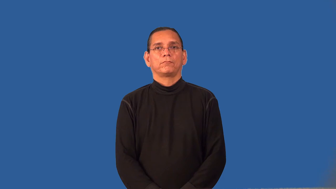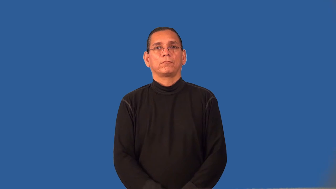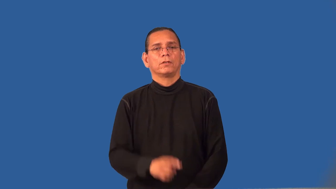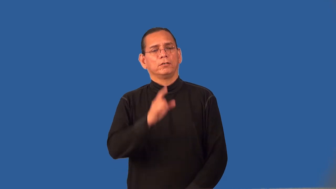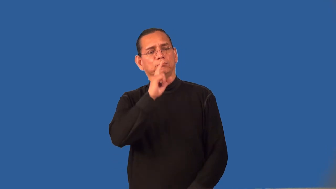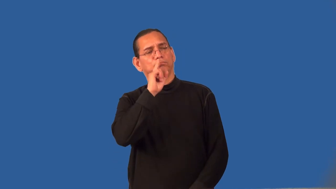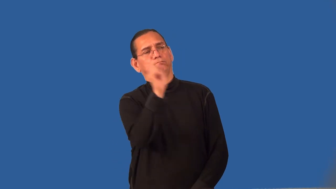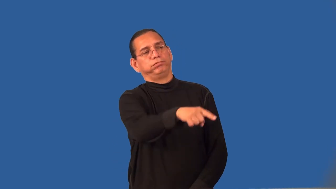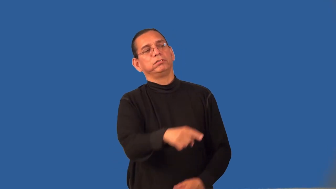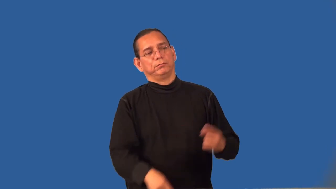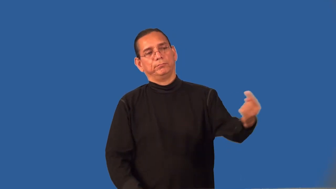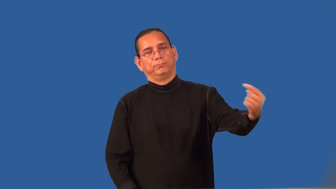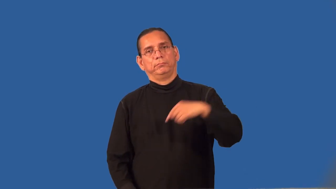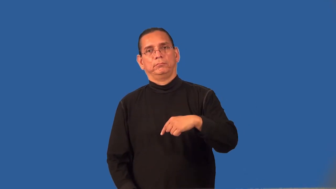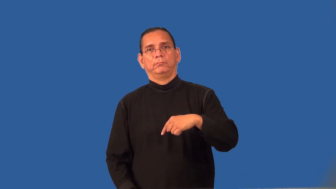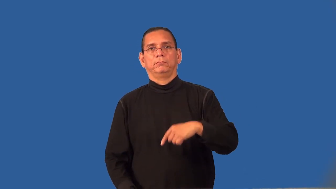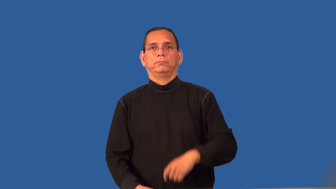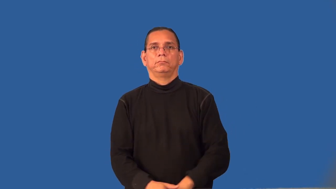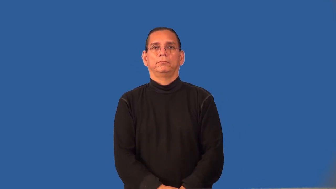remand